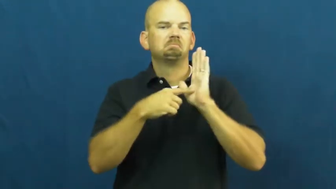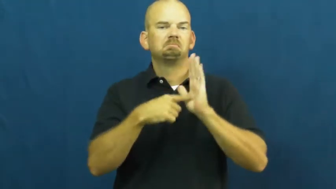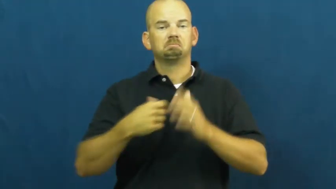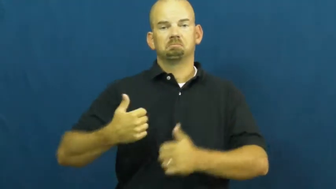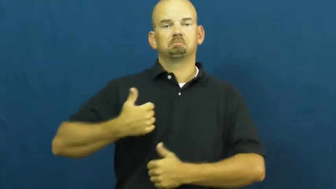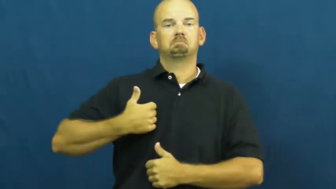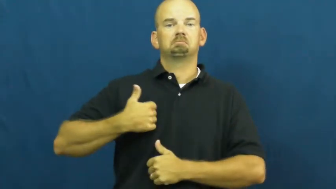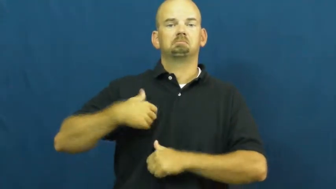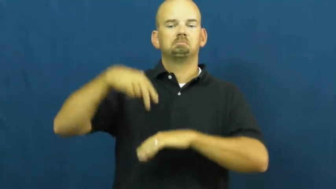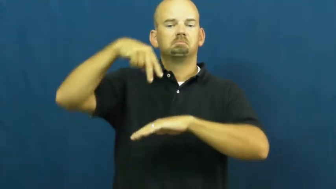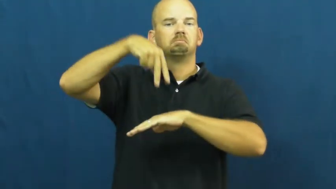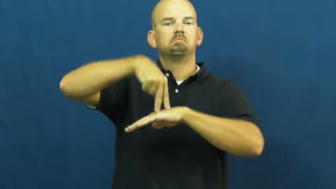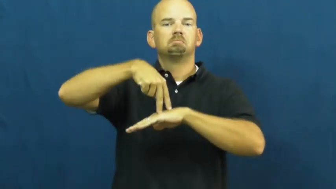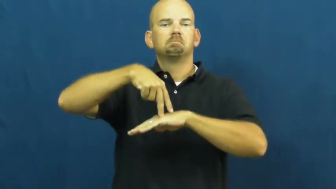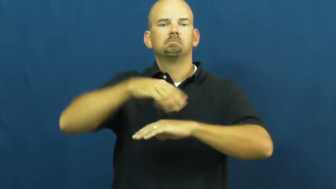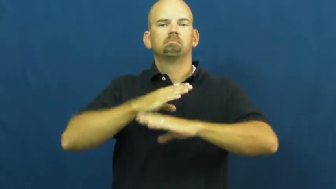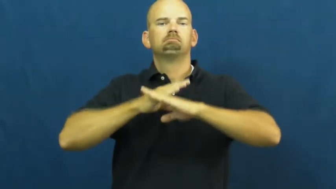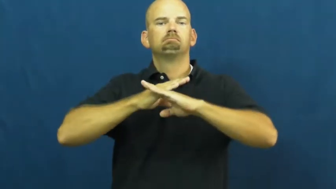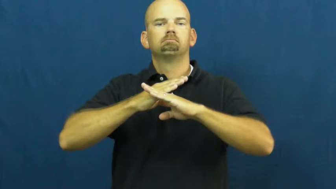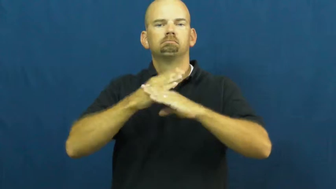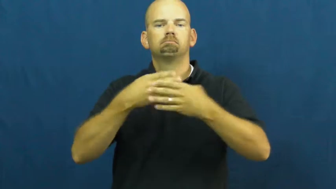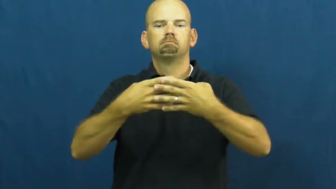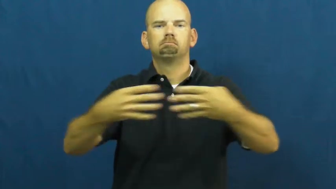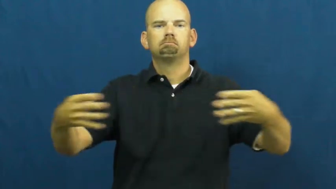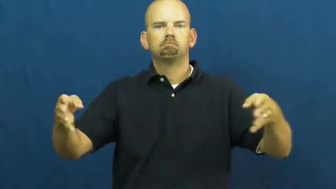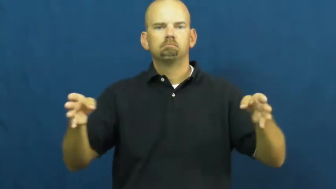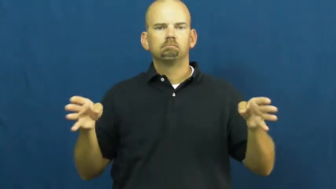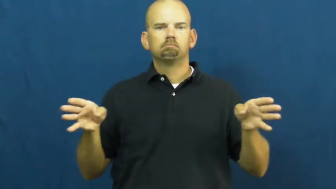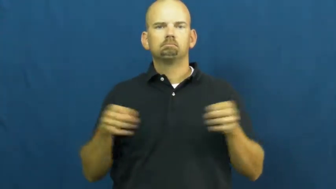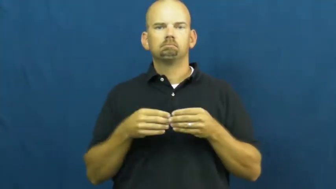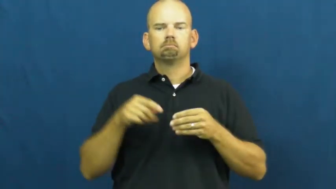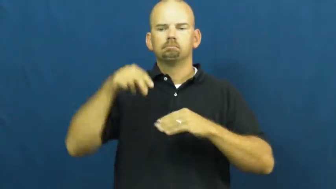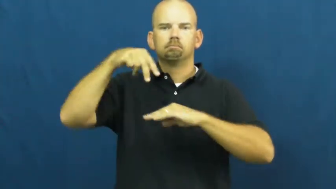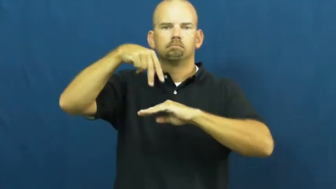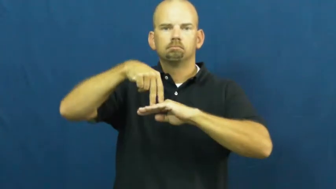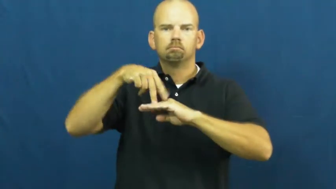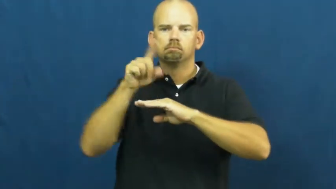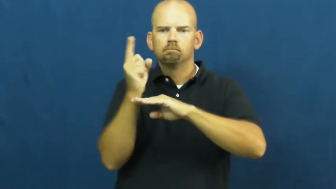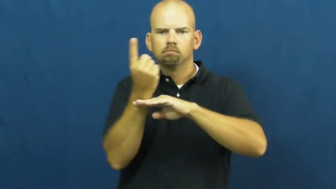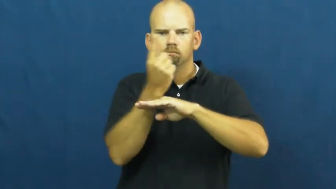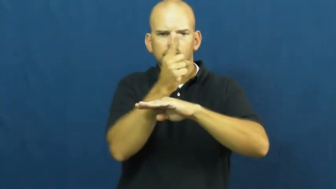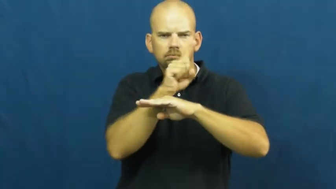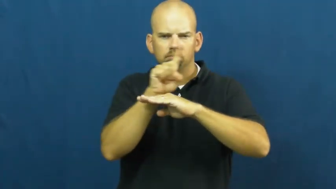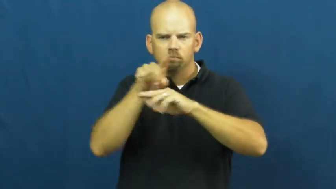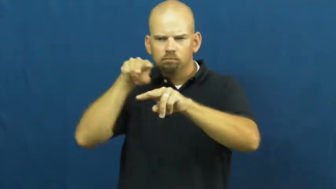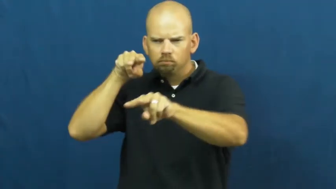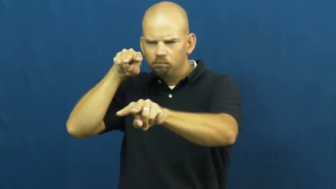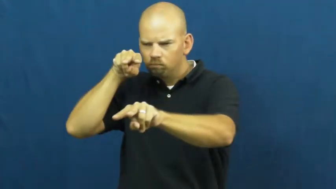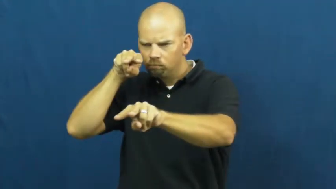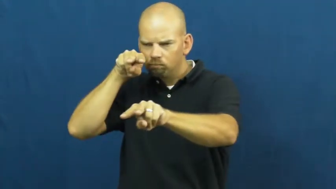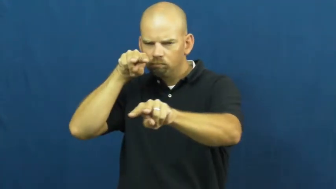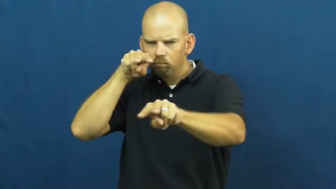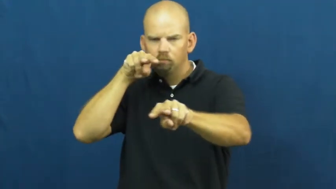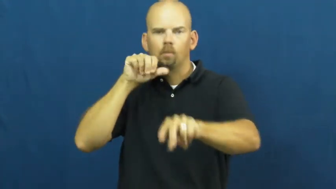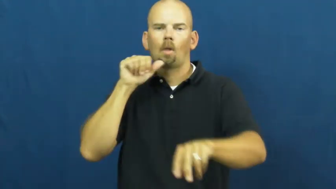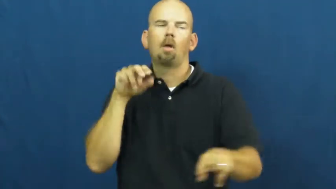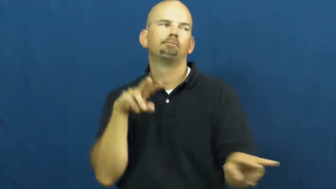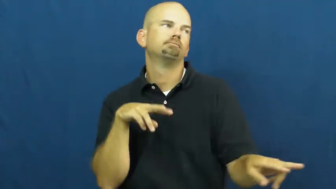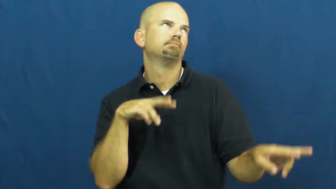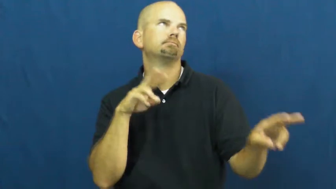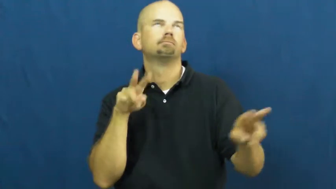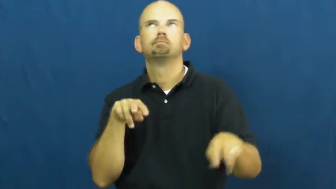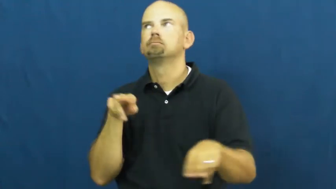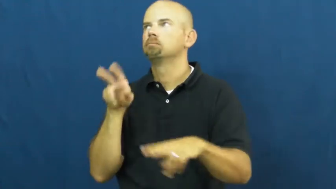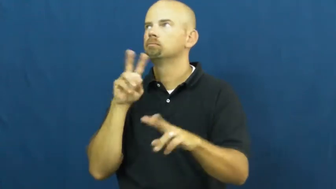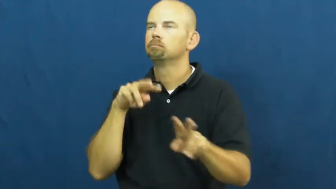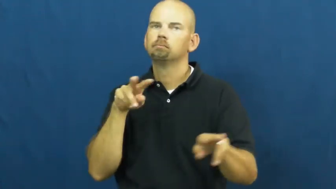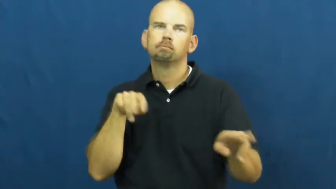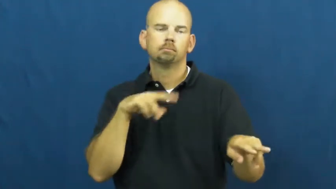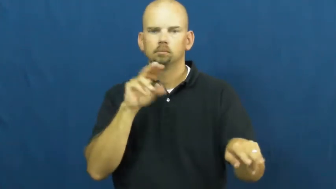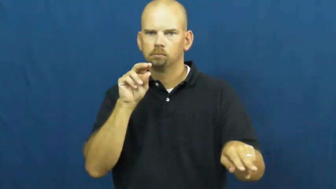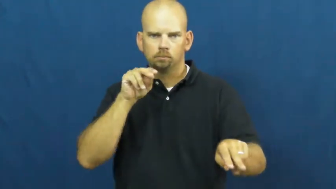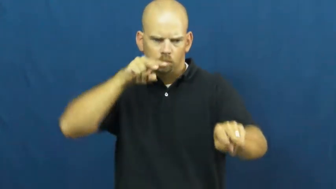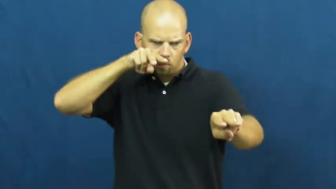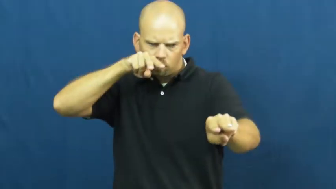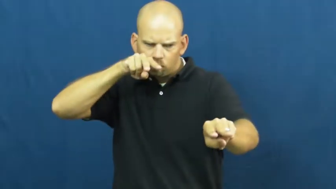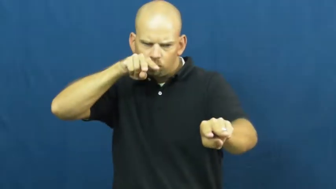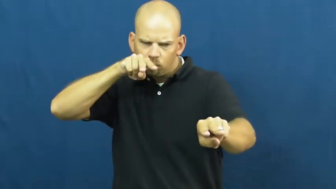vigilant